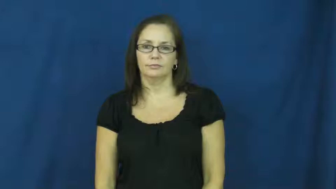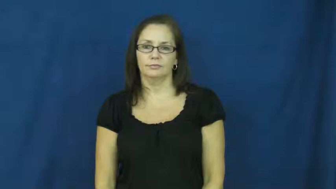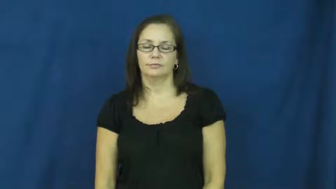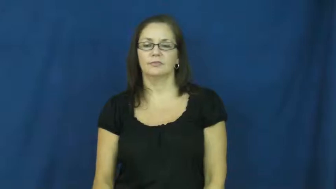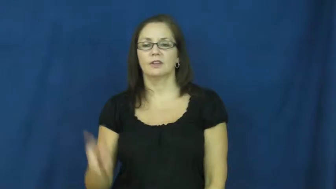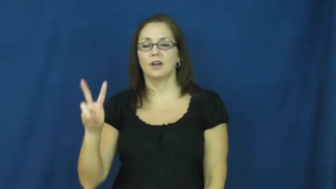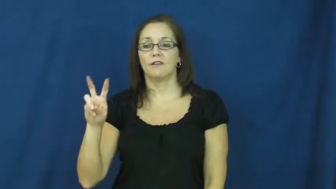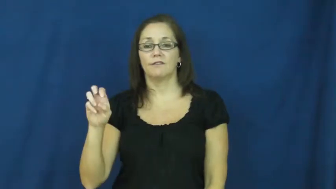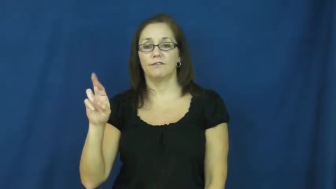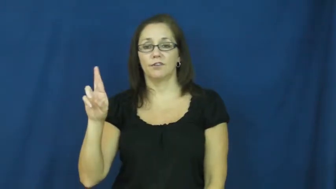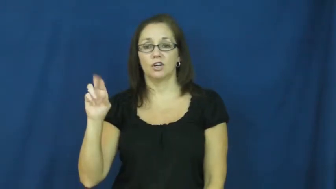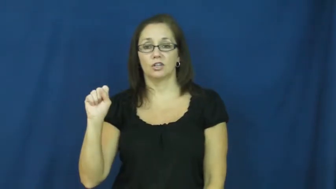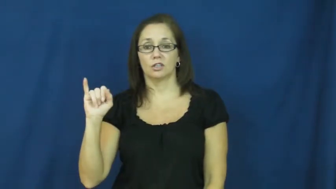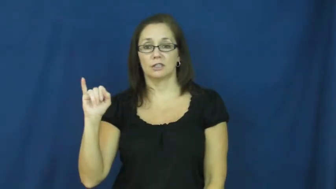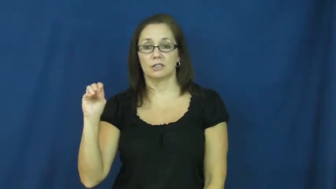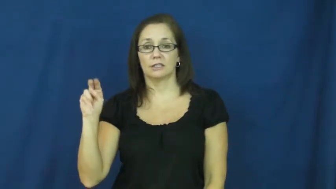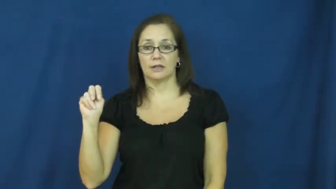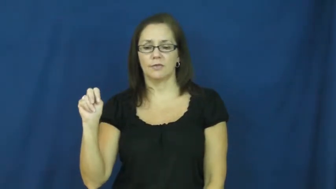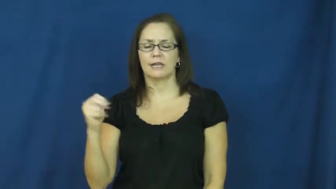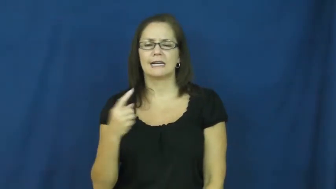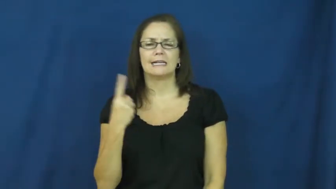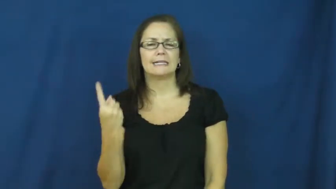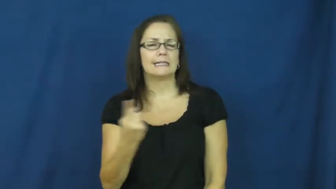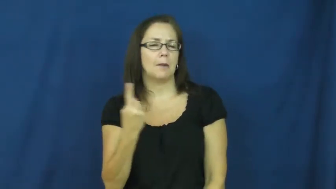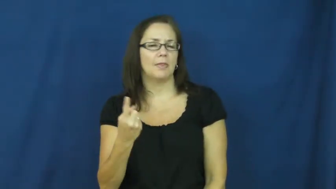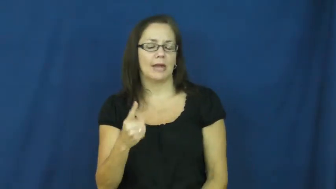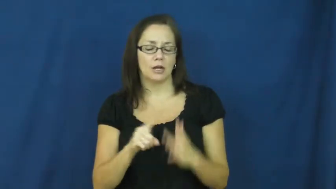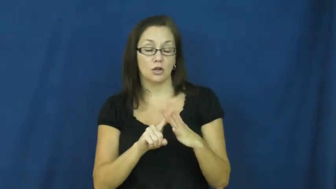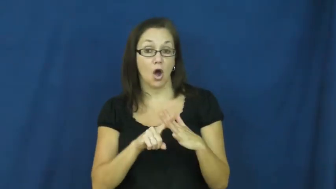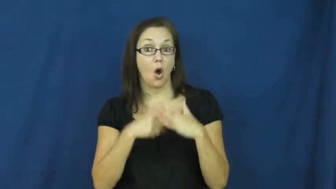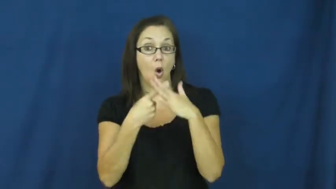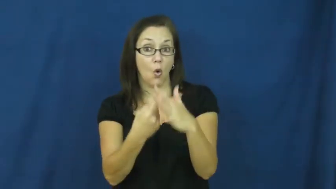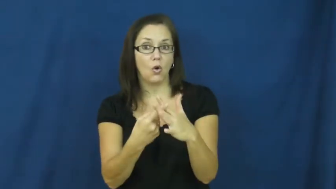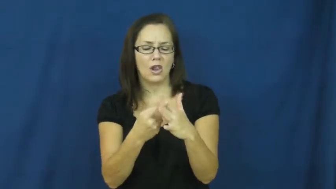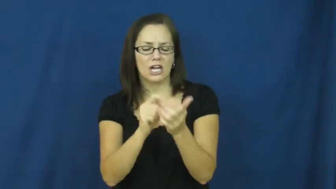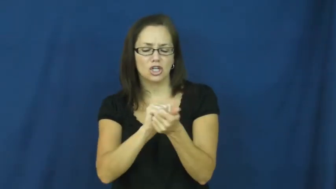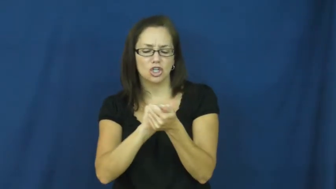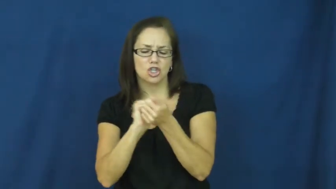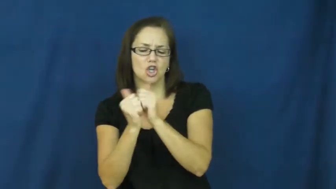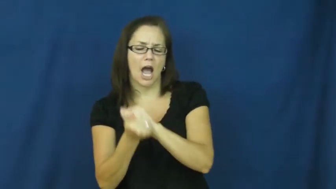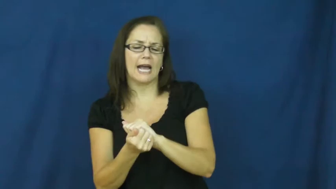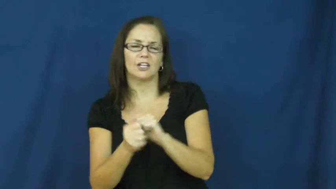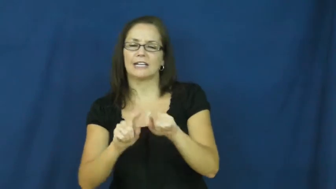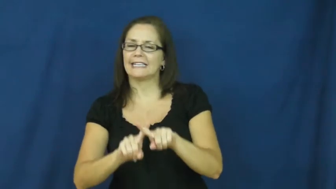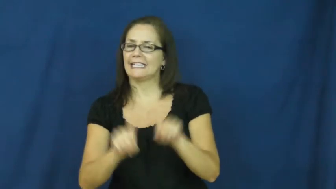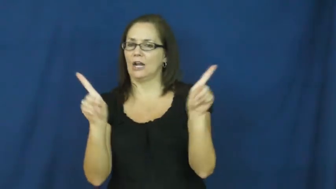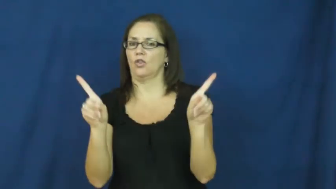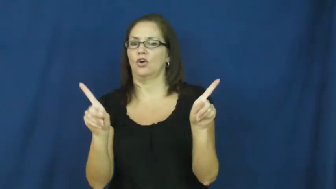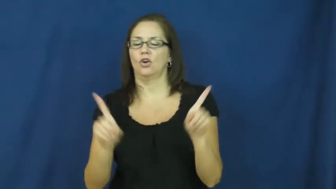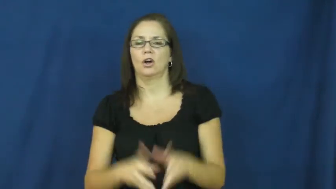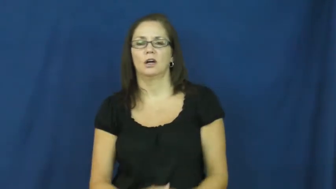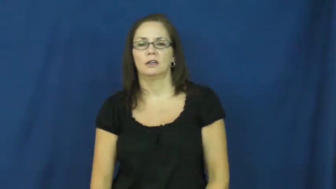version-different from orig